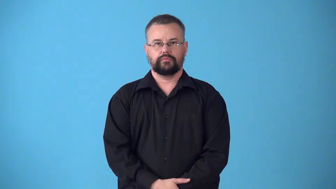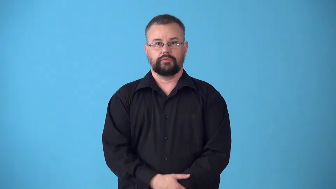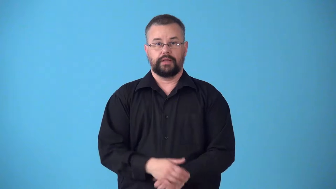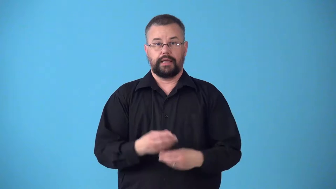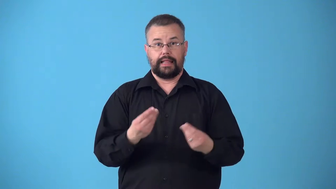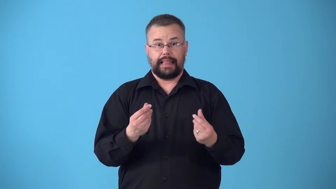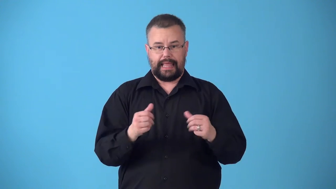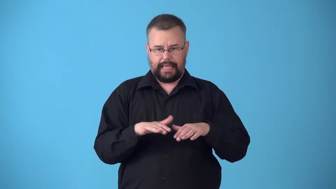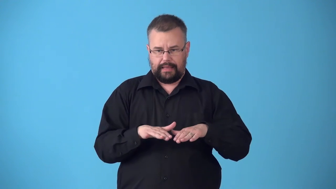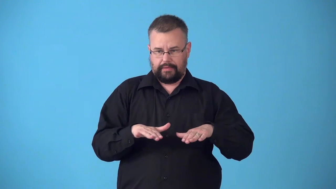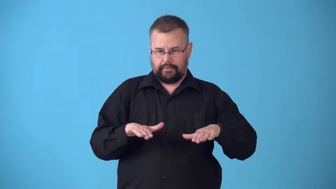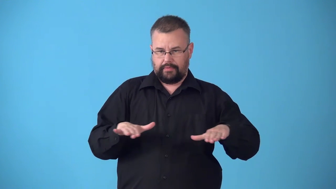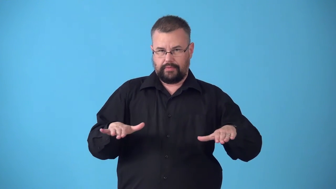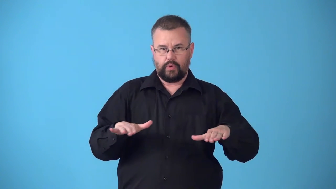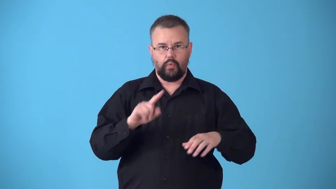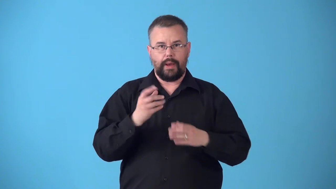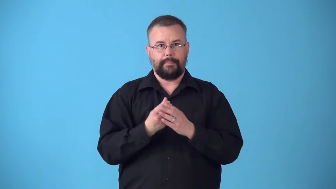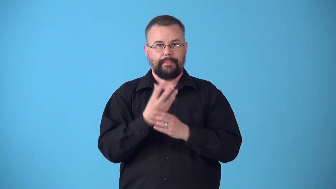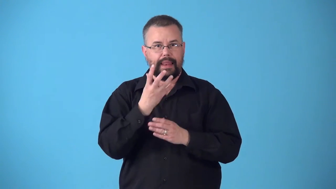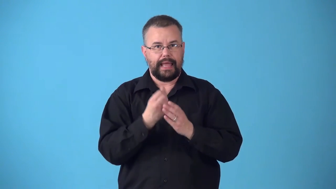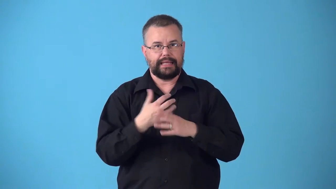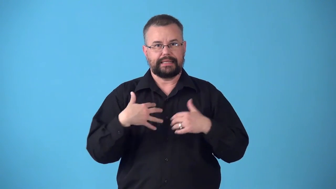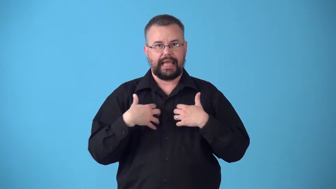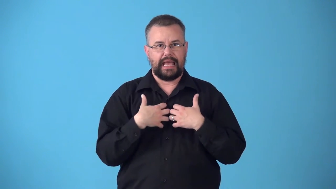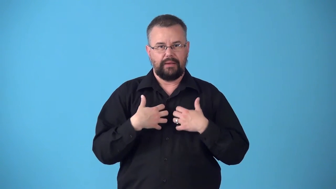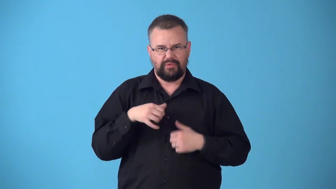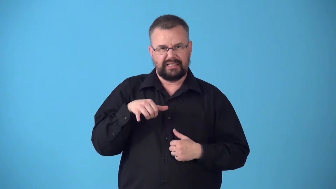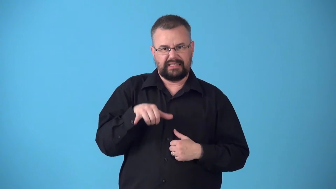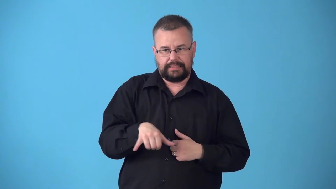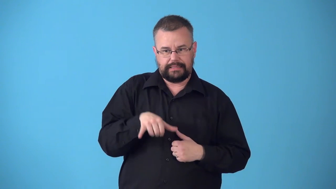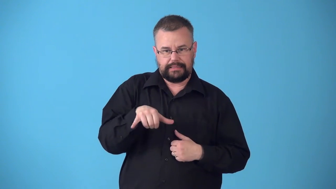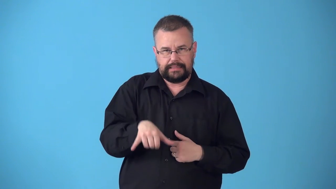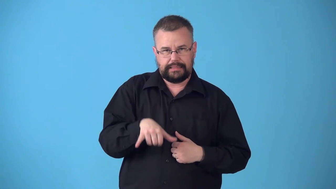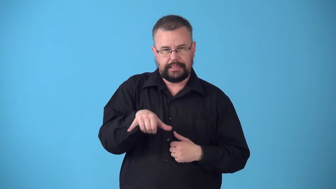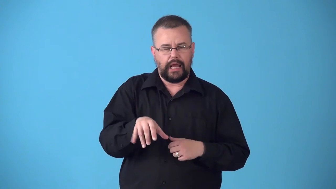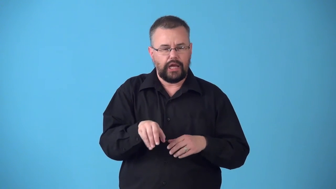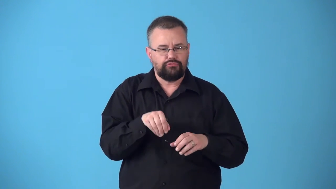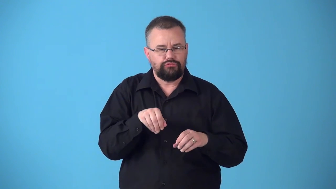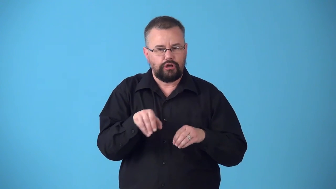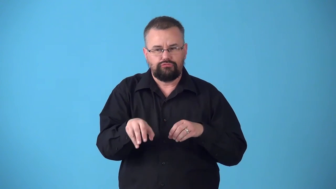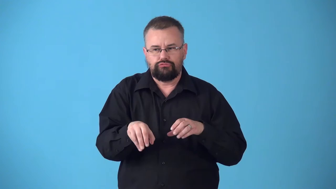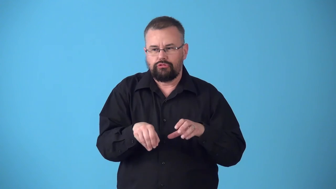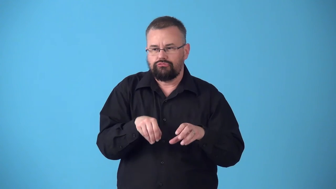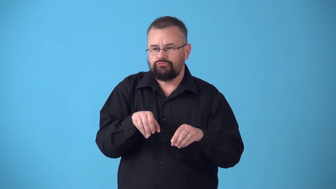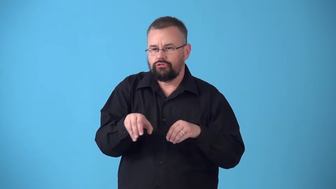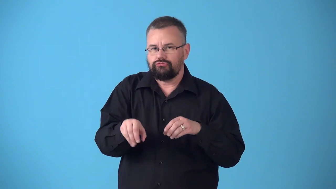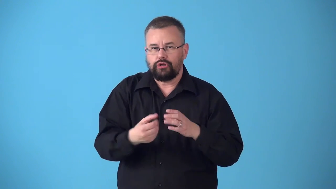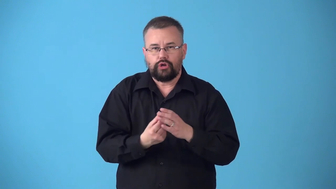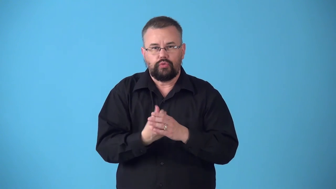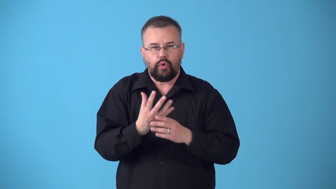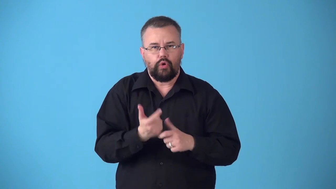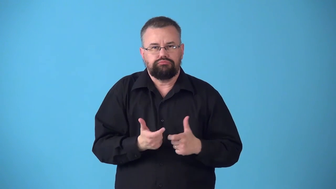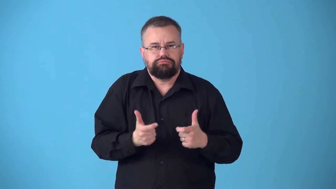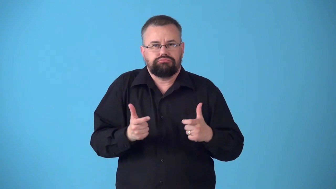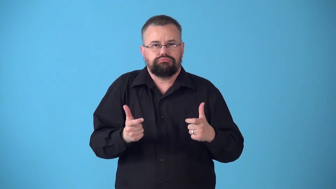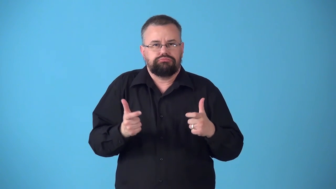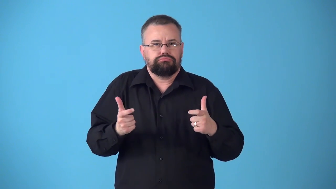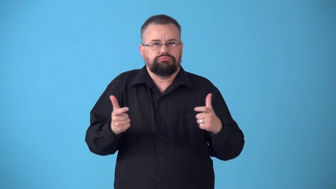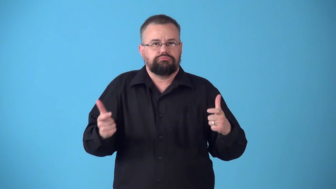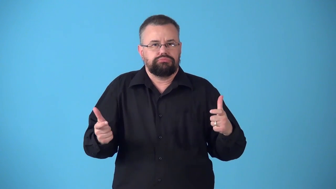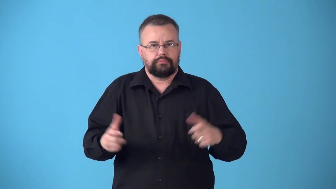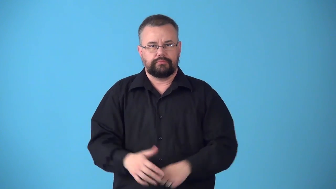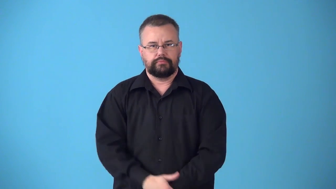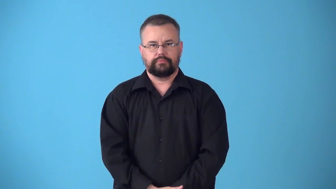substrate